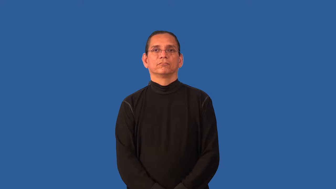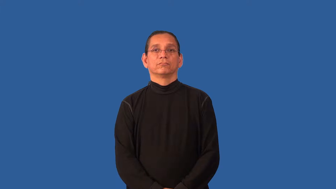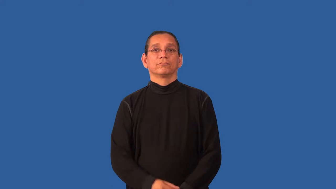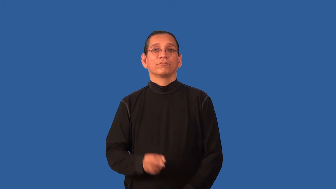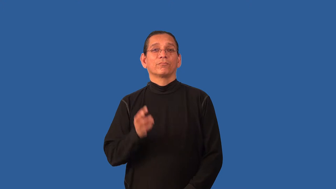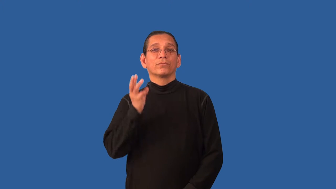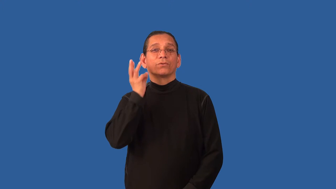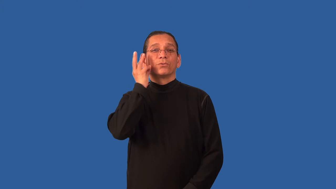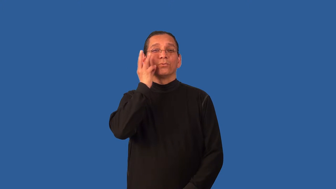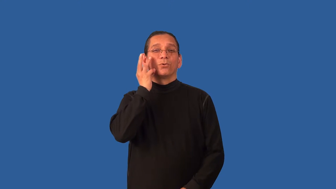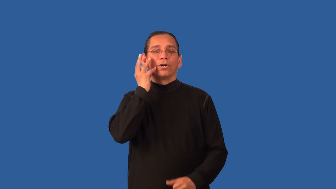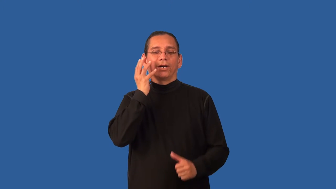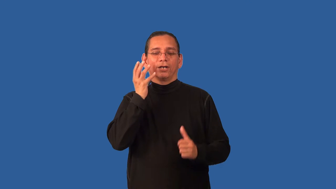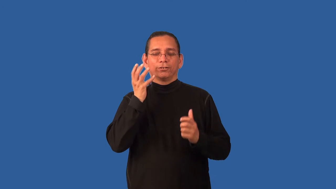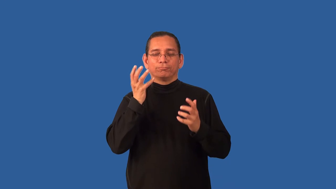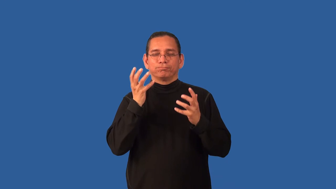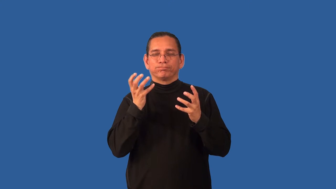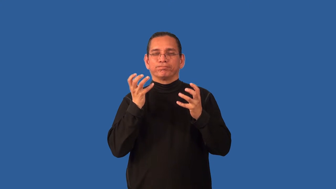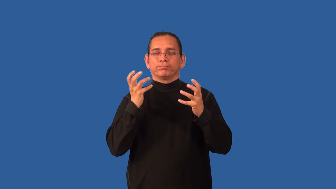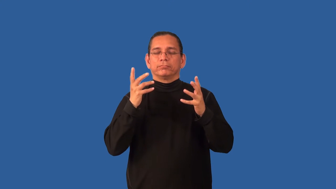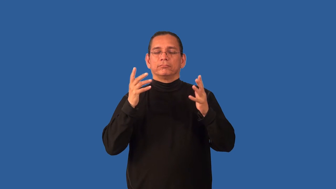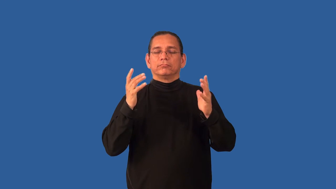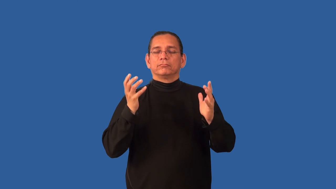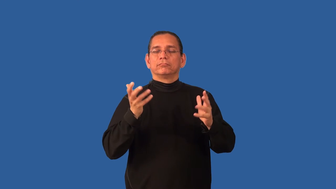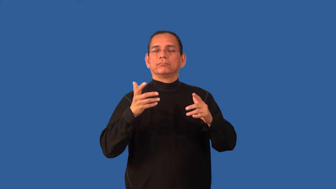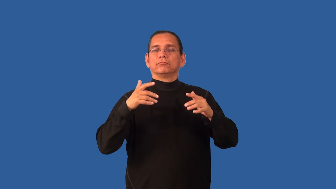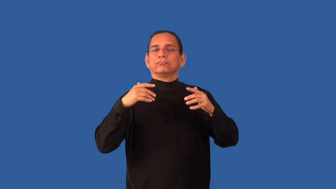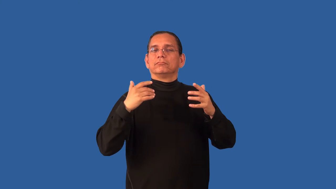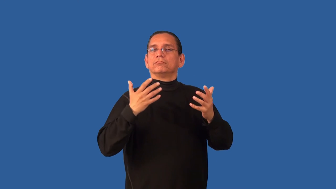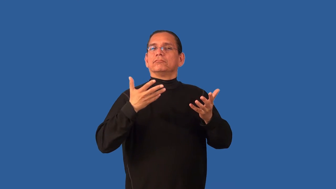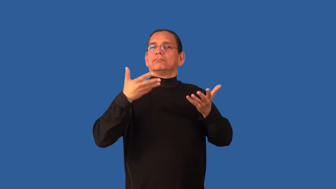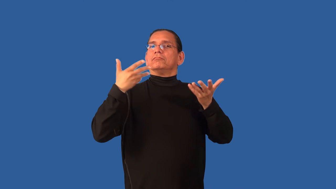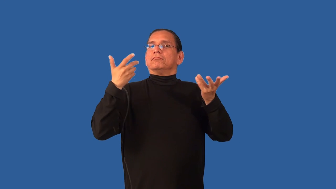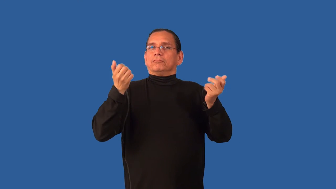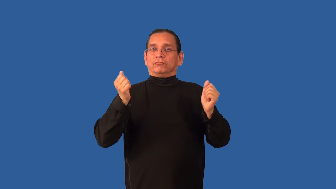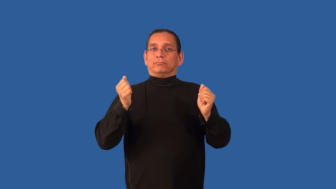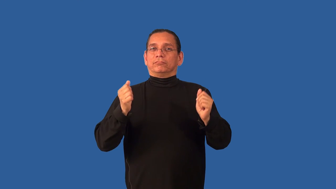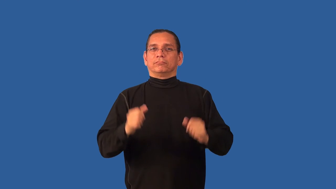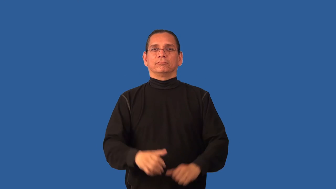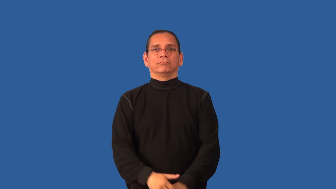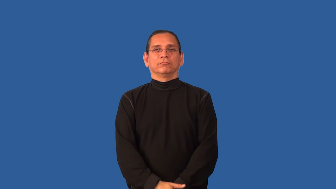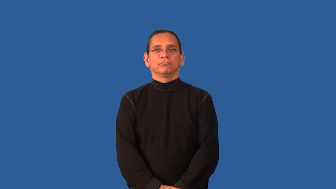body-wine